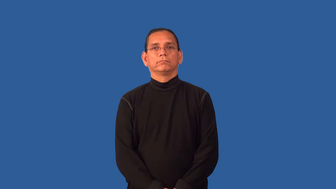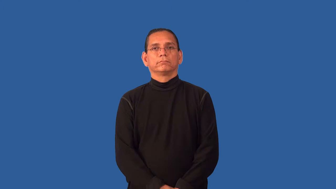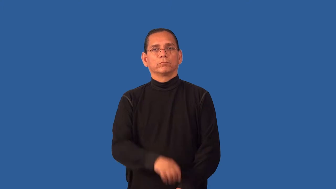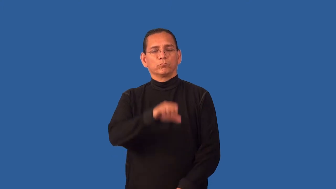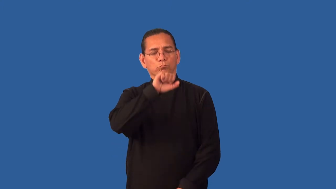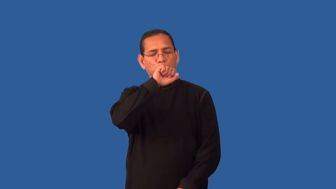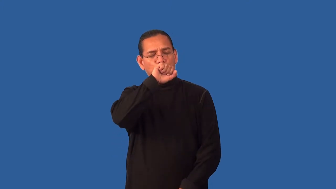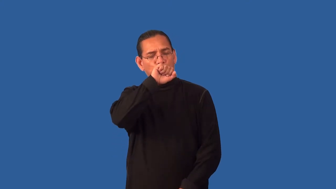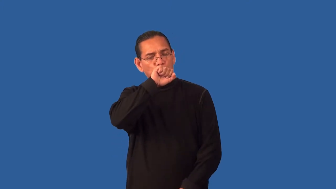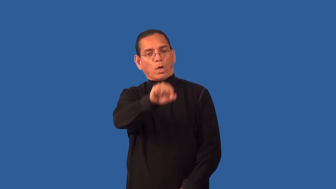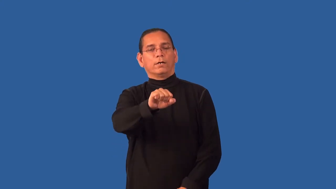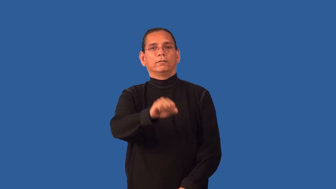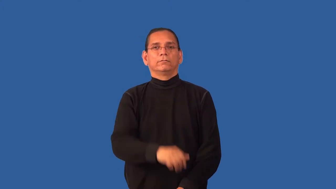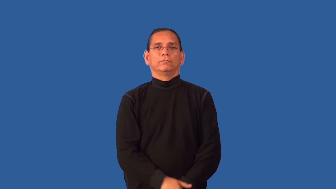fond